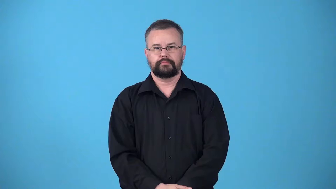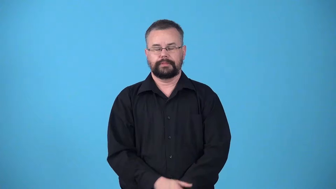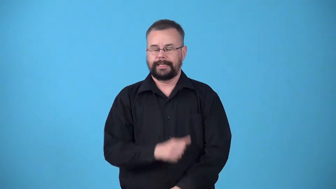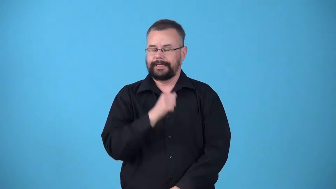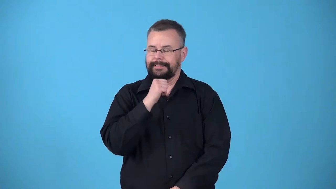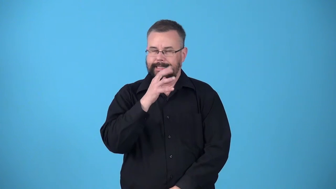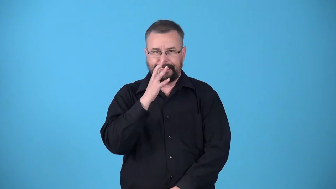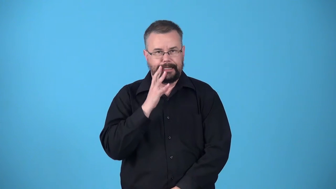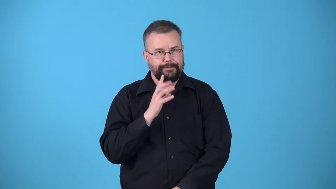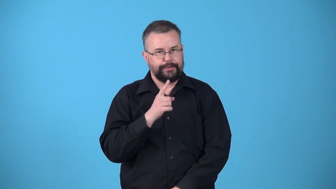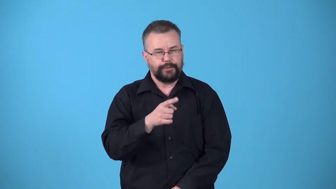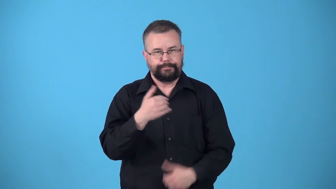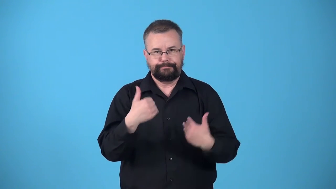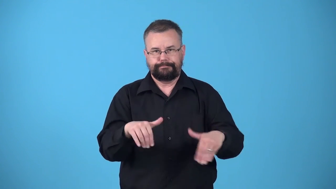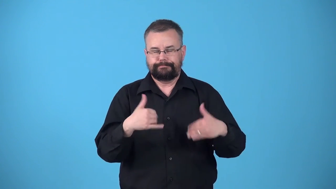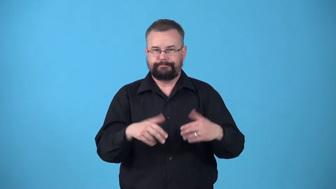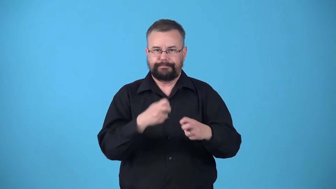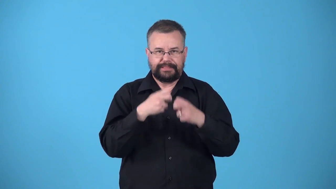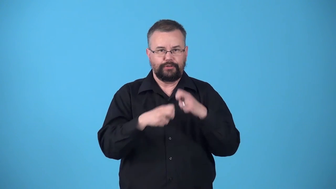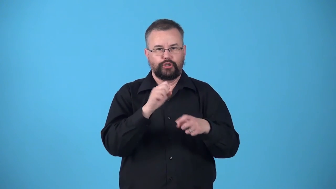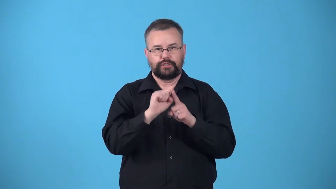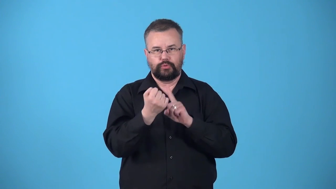unenviable